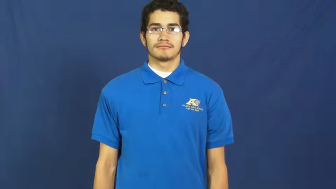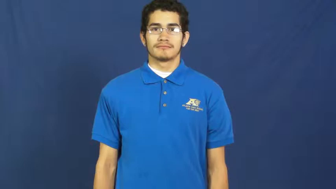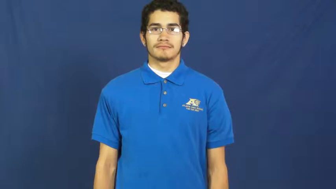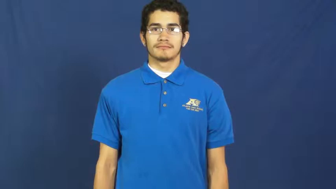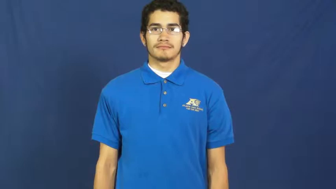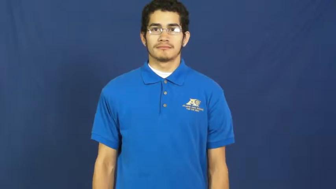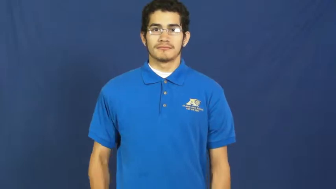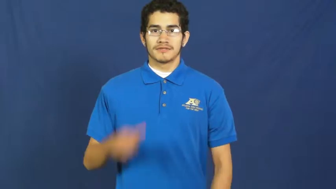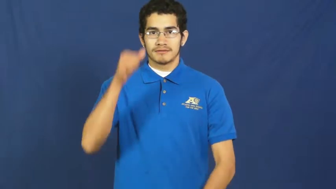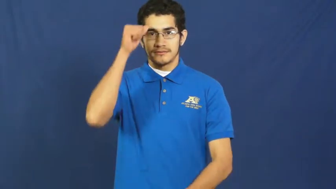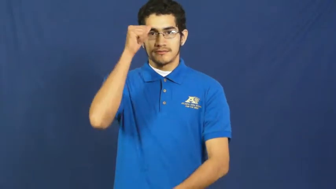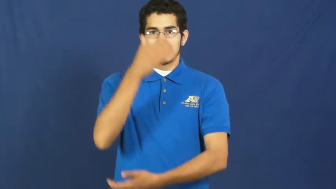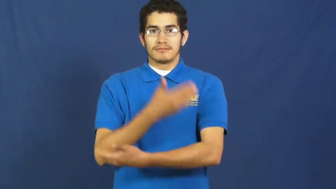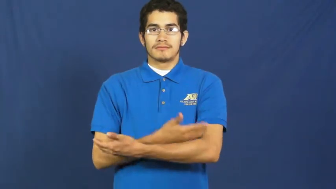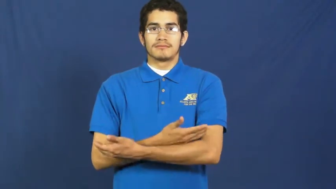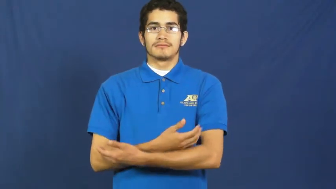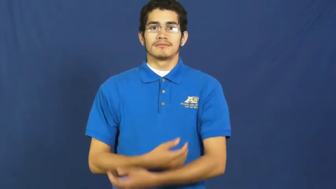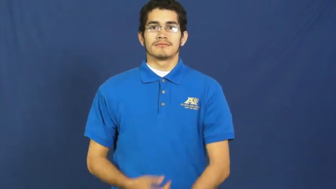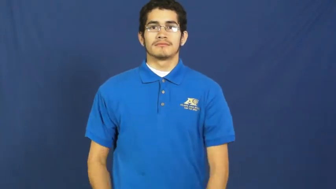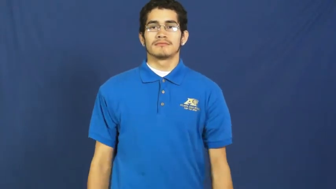son